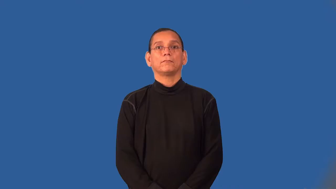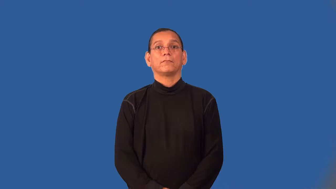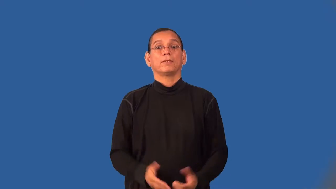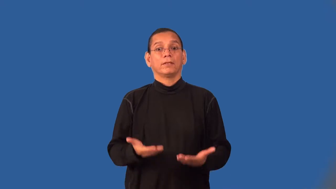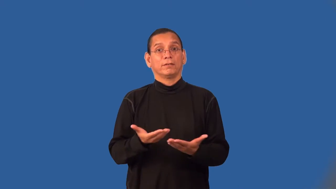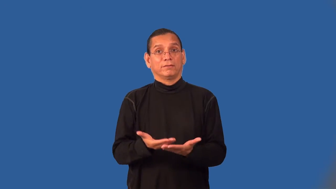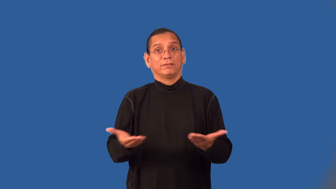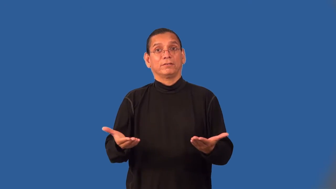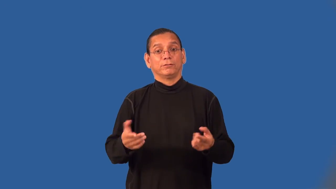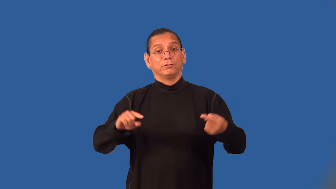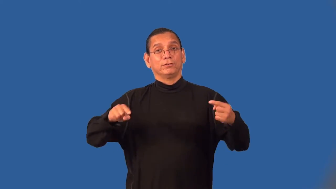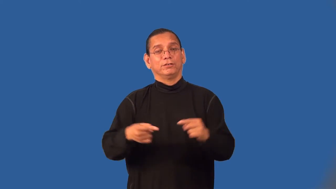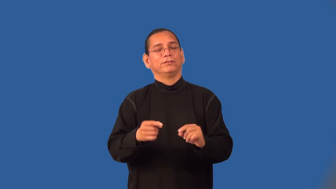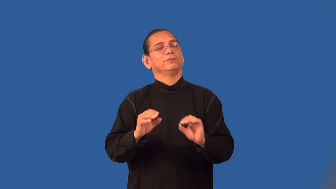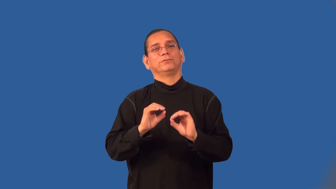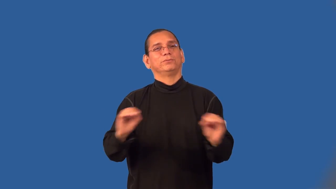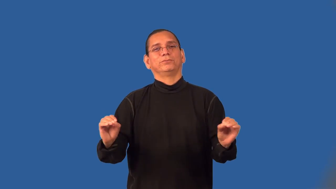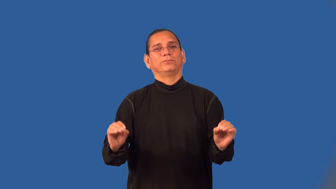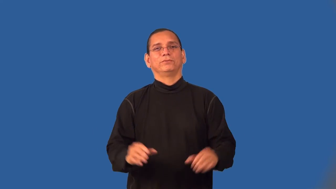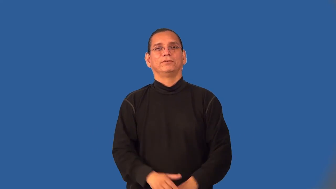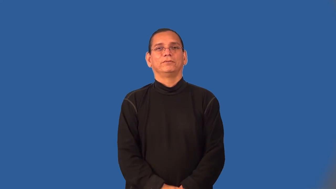weaponless